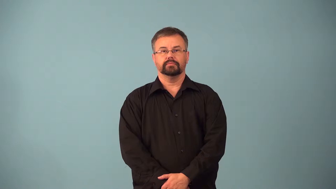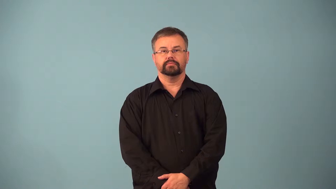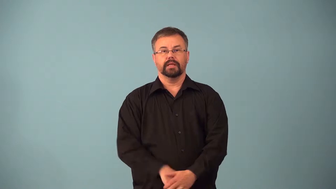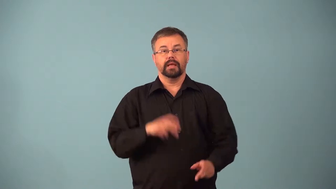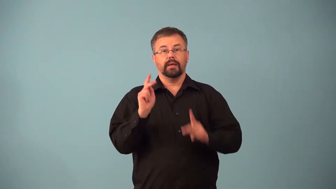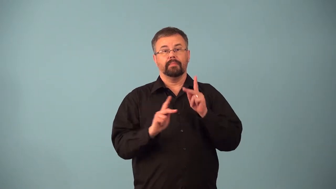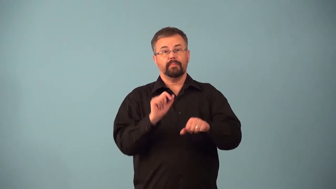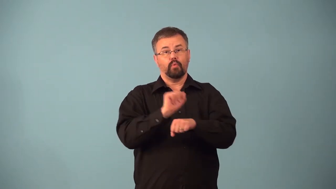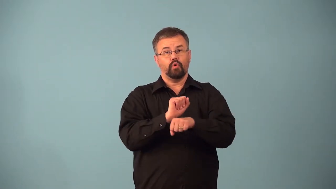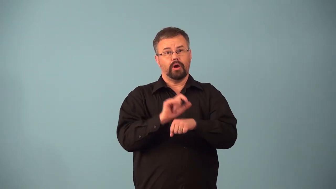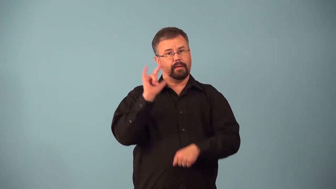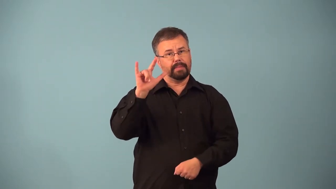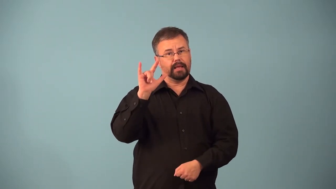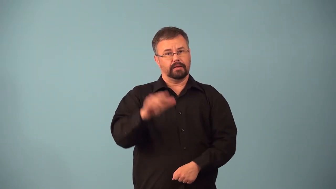aircrew